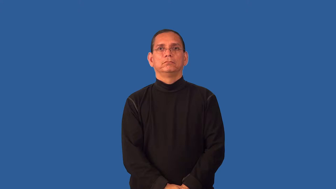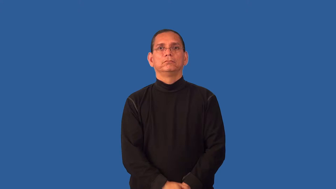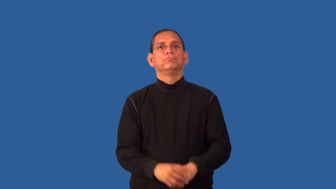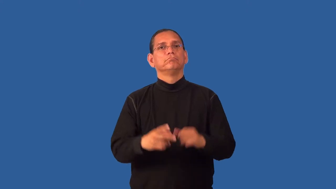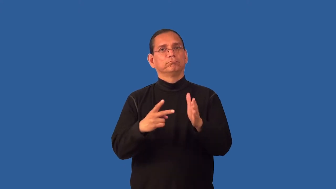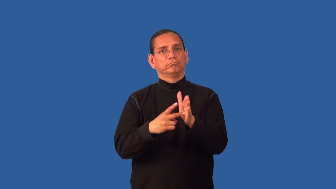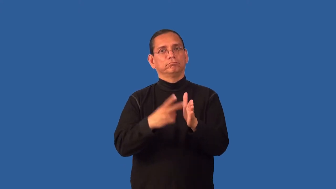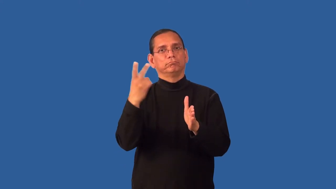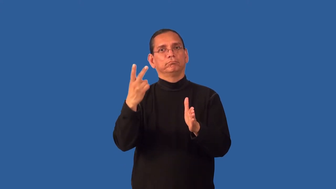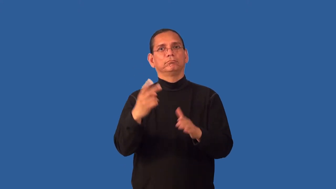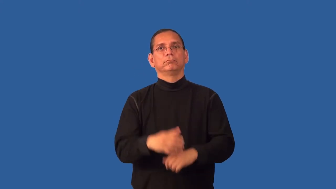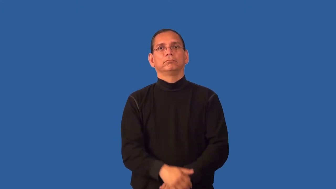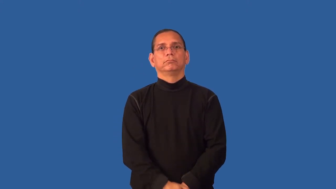dual